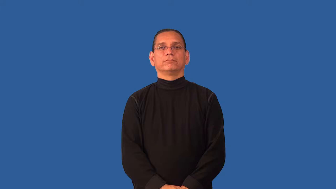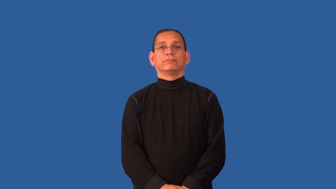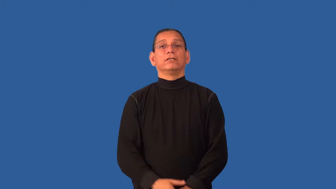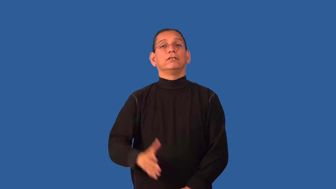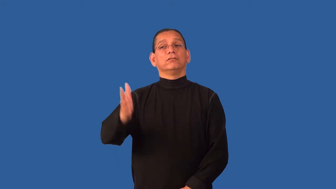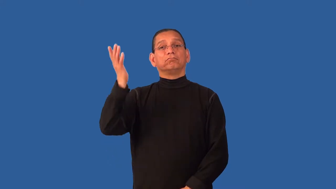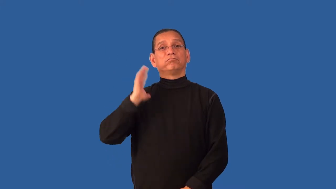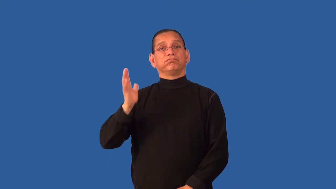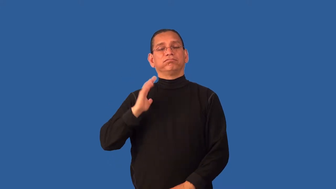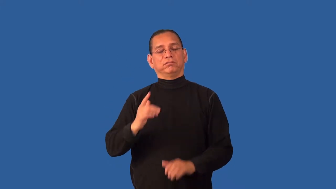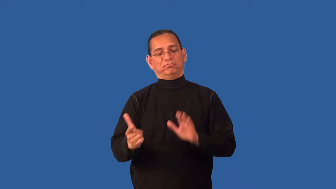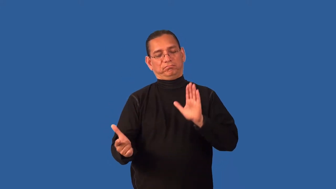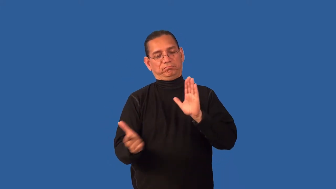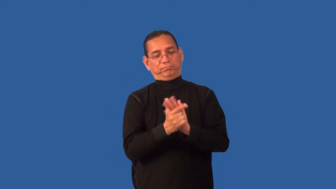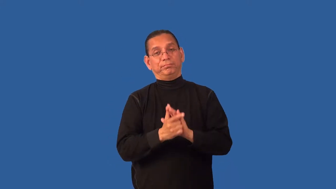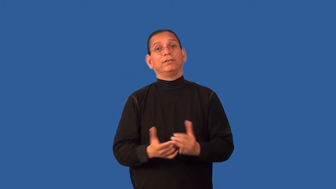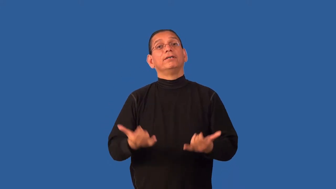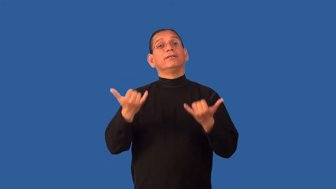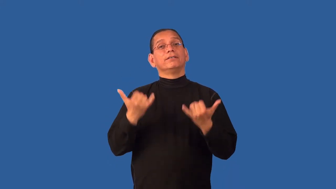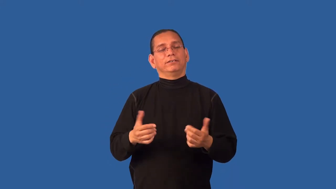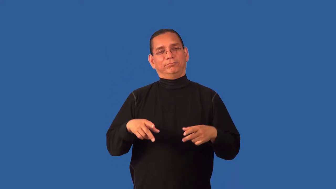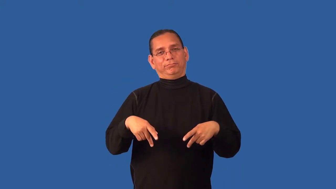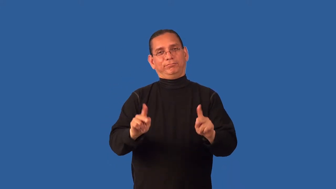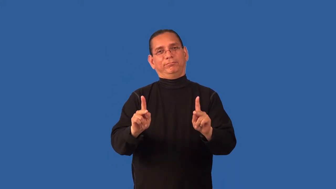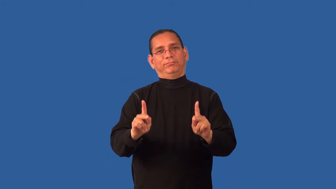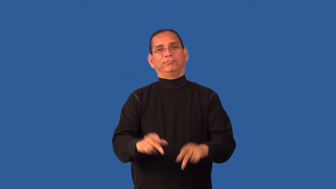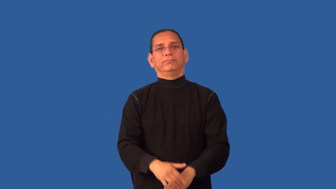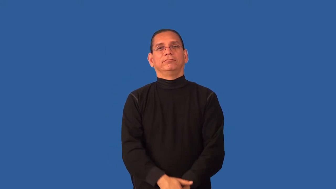decriminalize